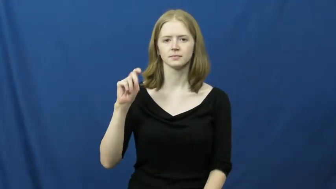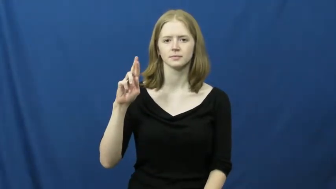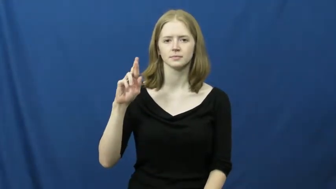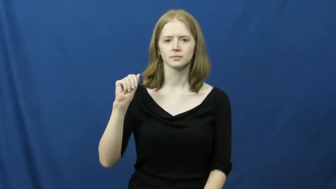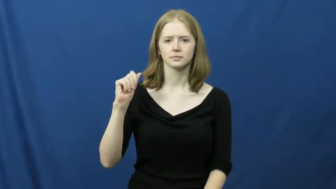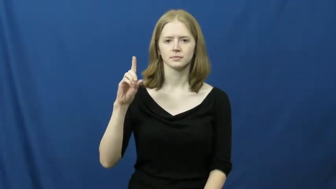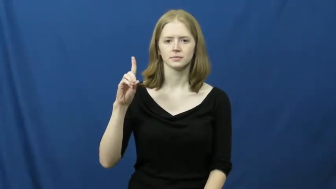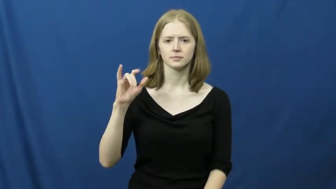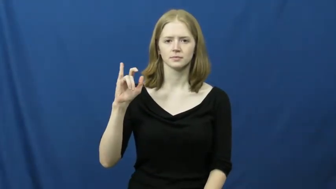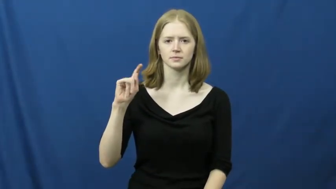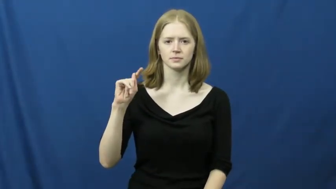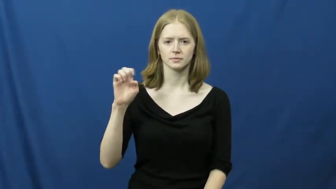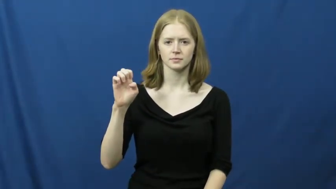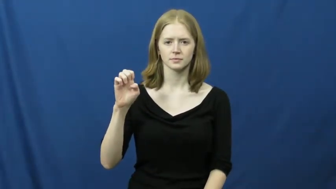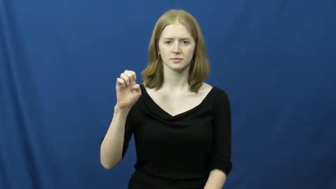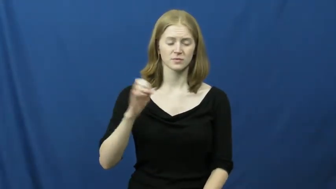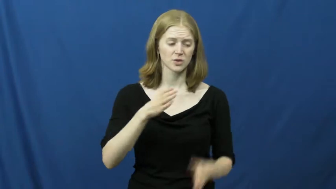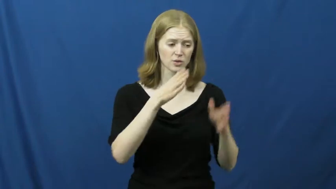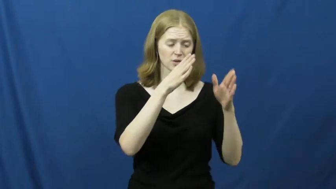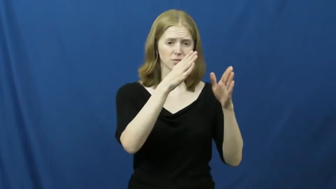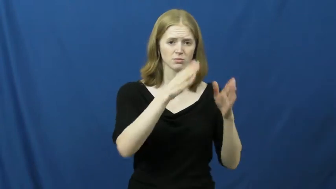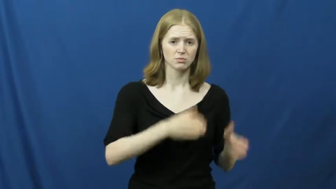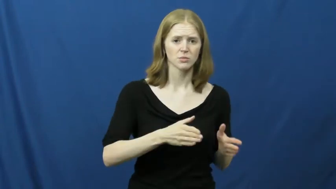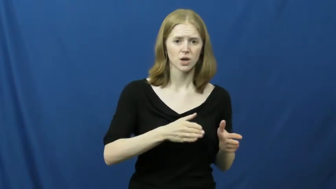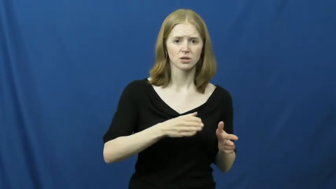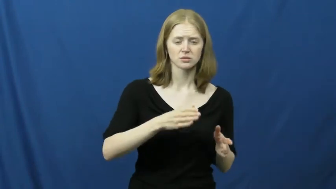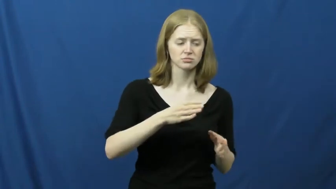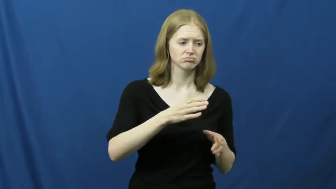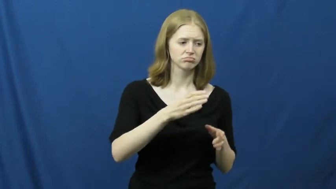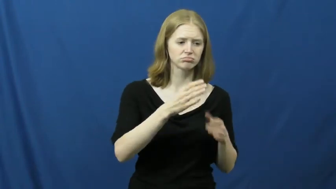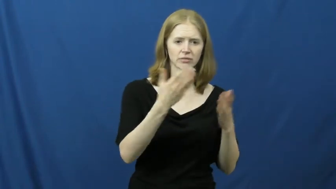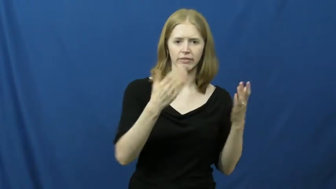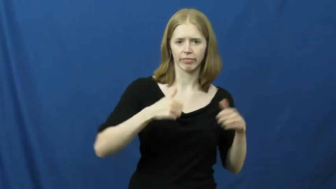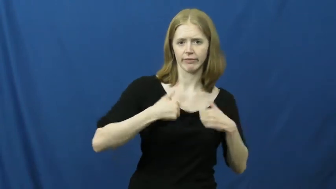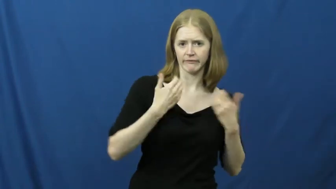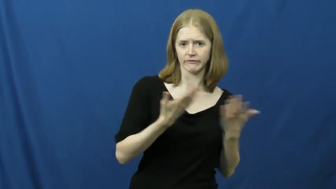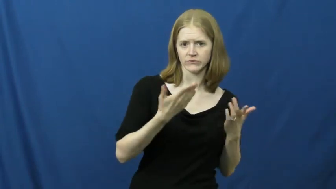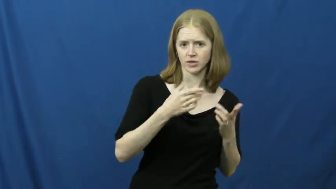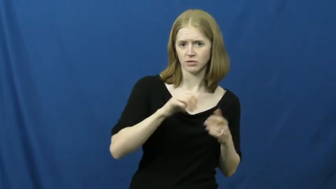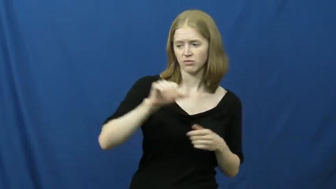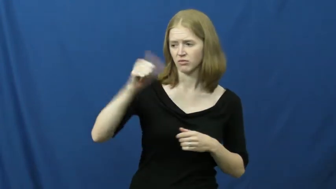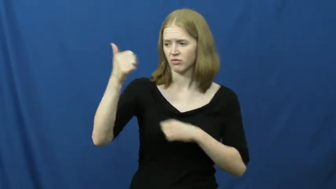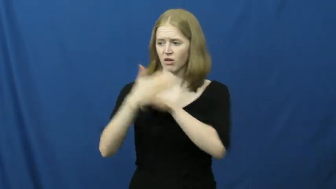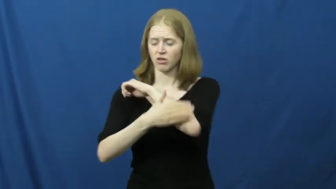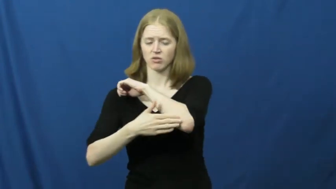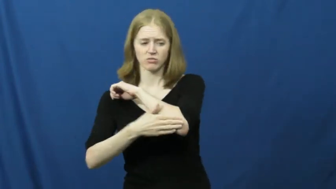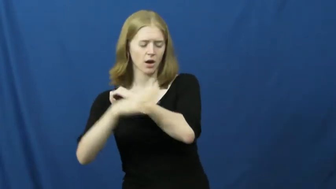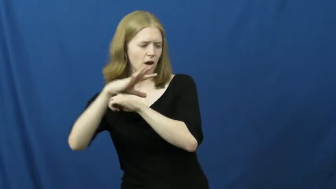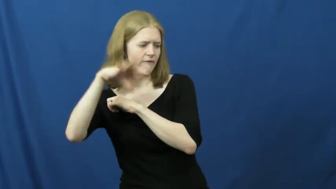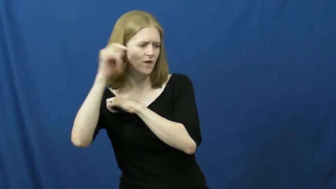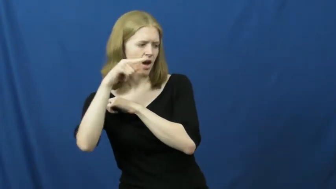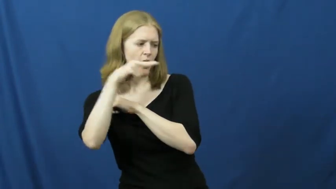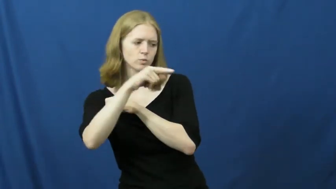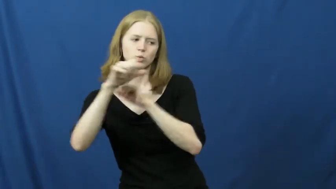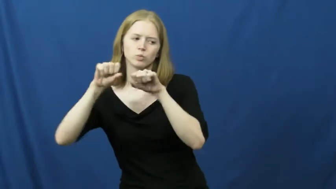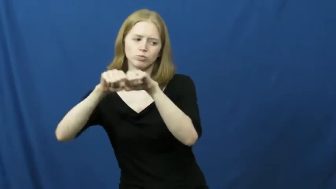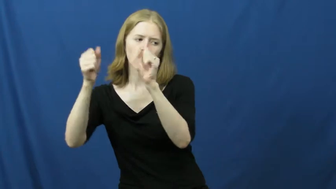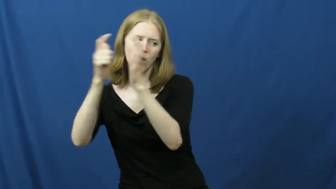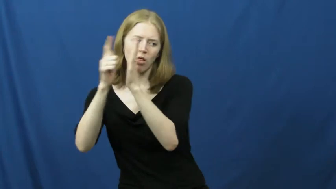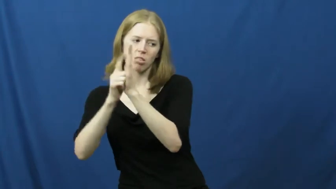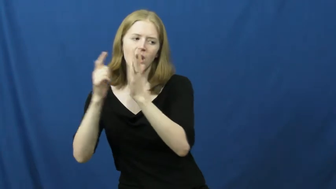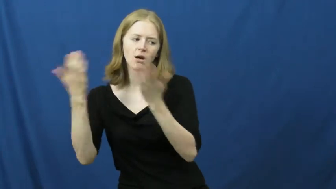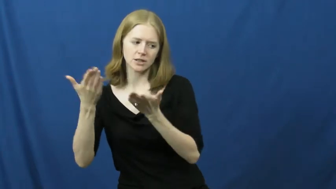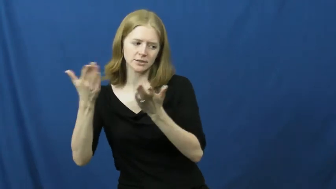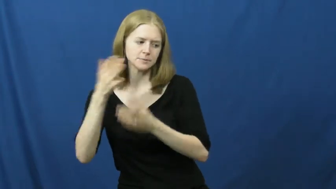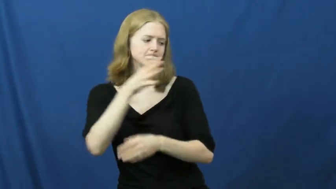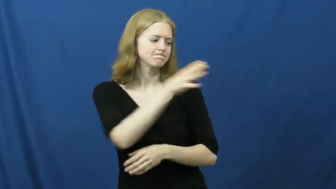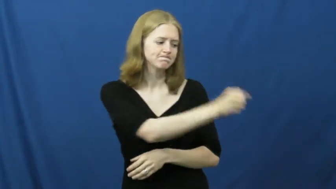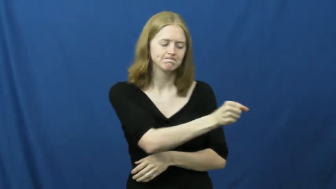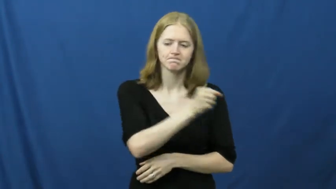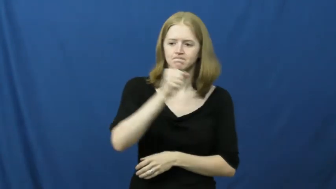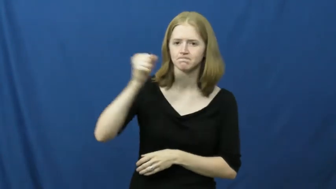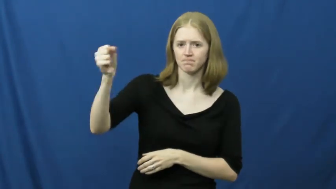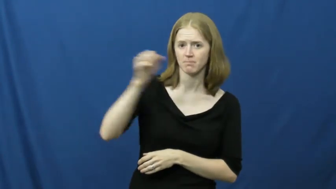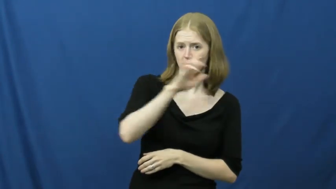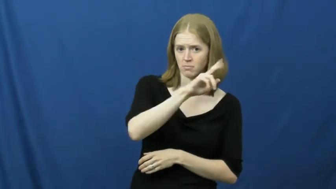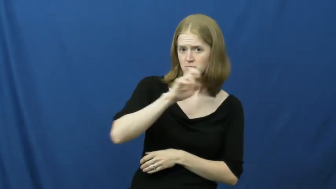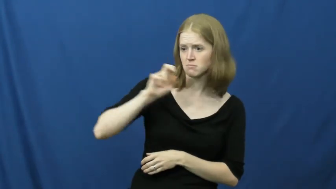extradite